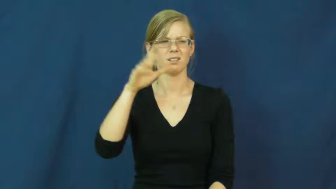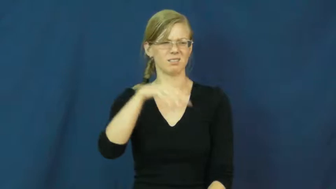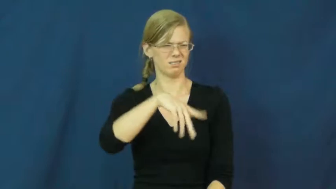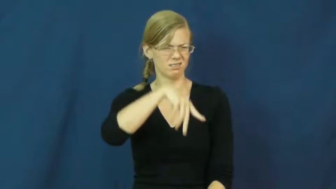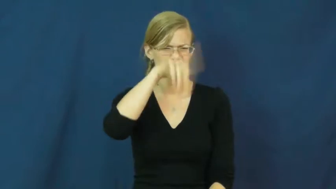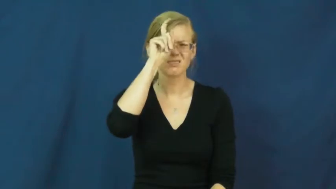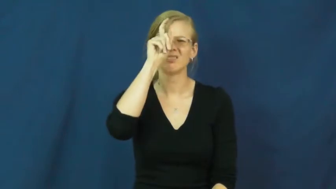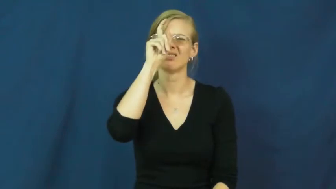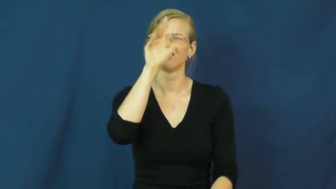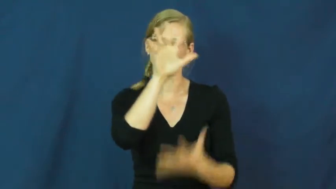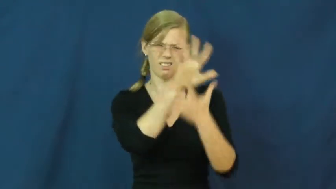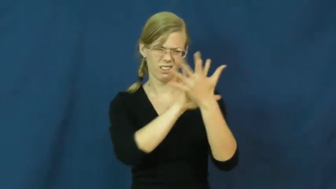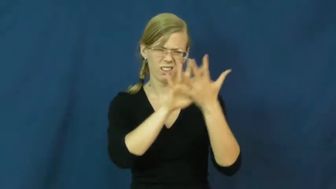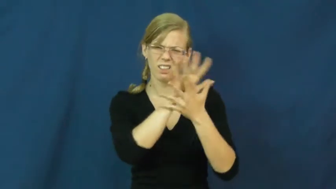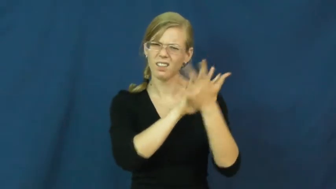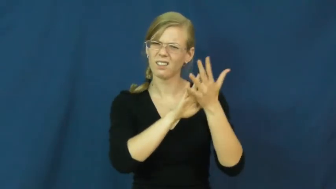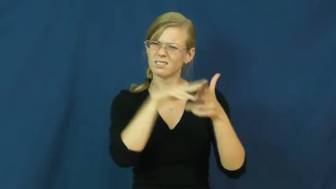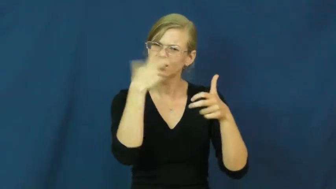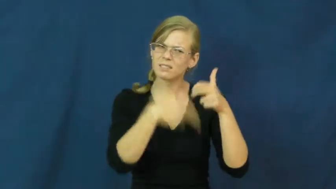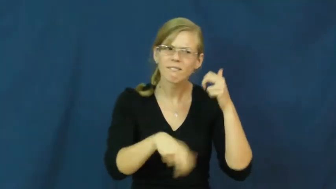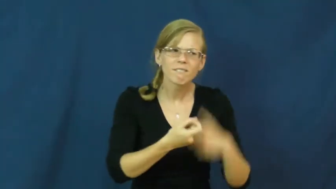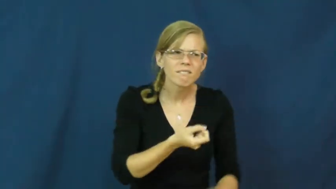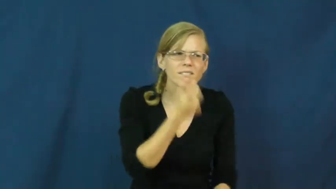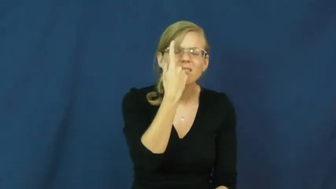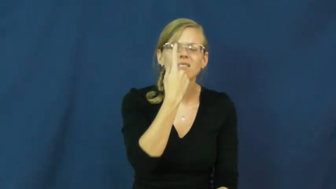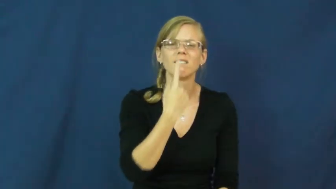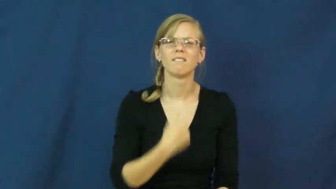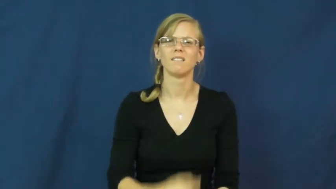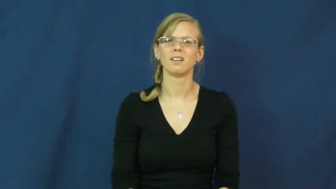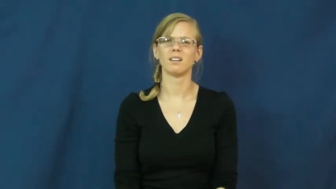enigma